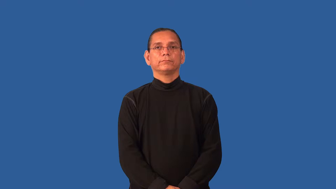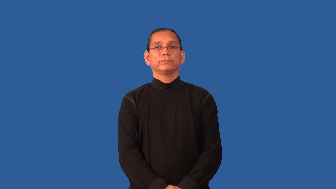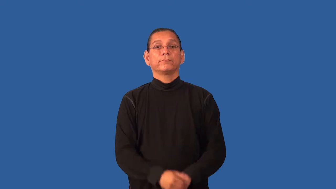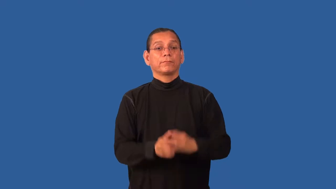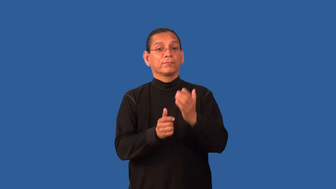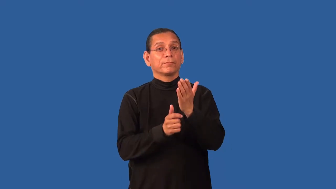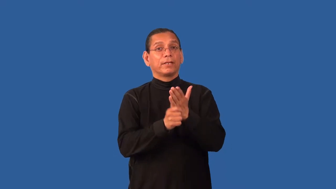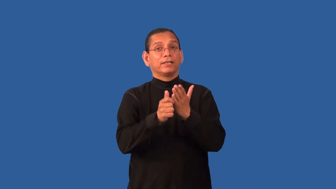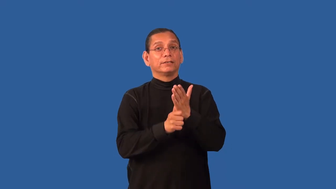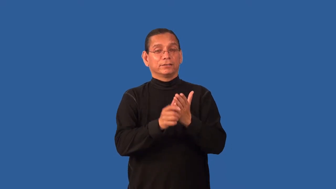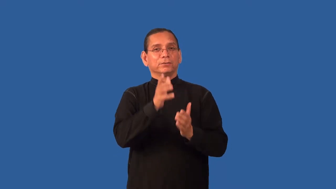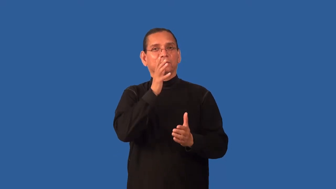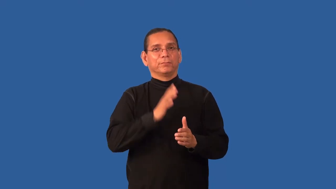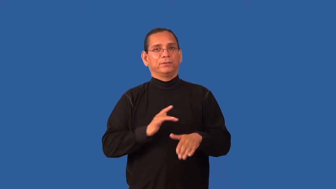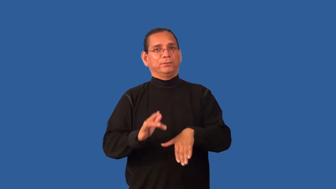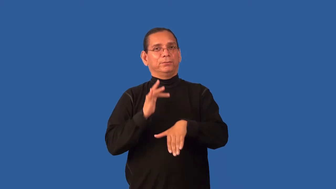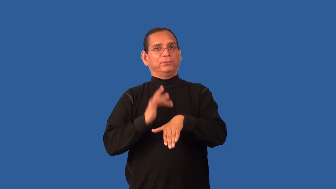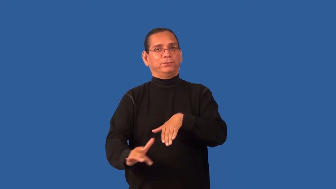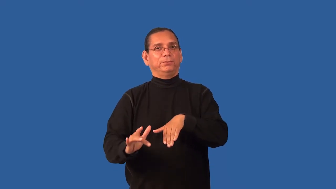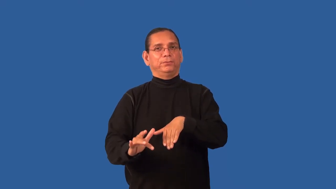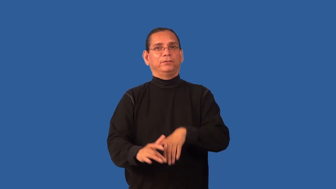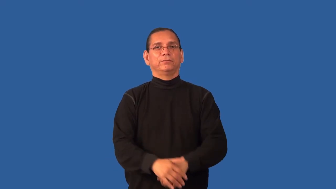girly-magazine